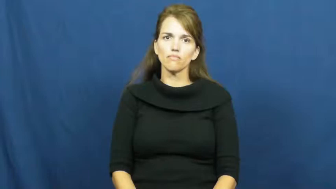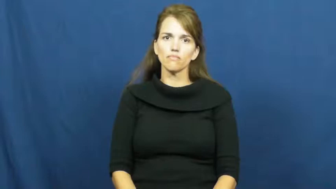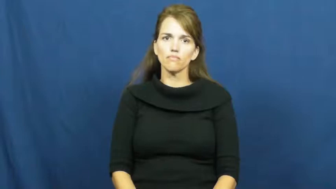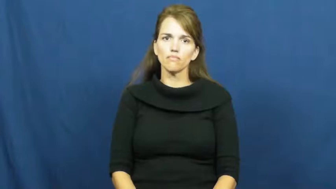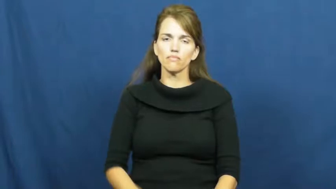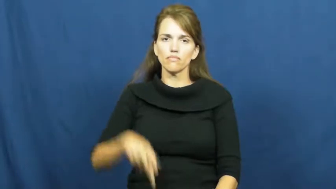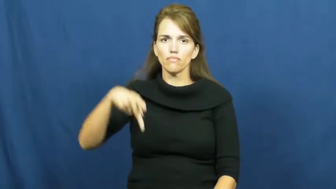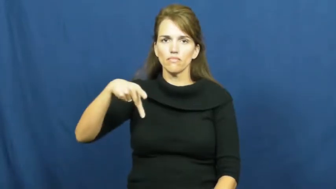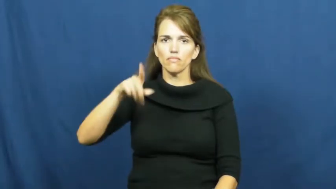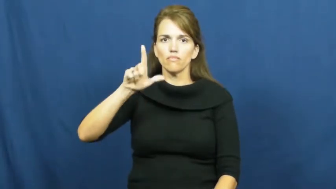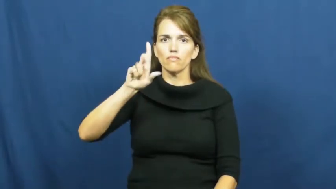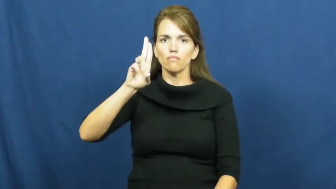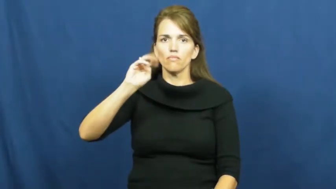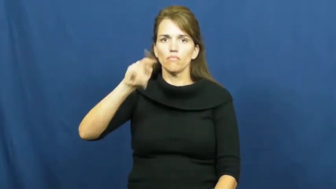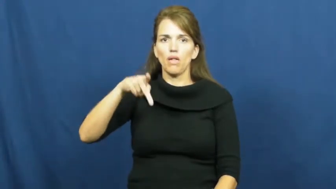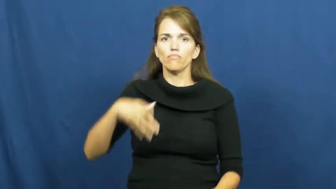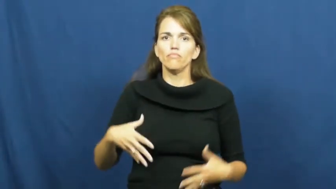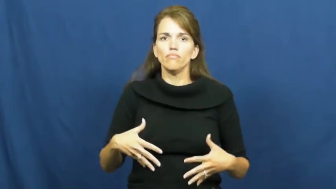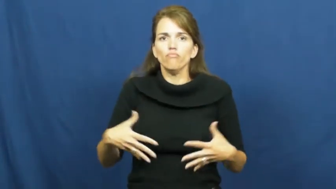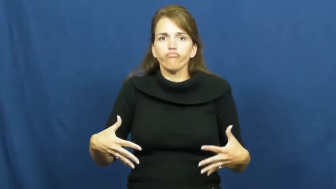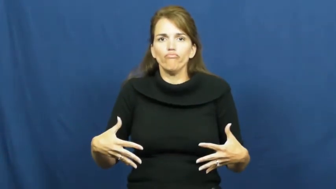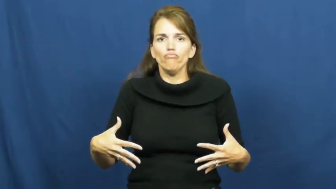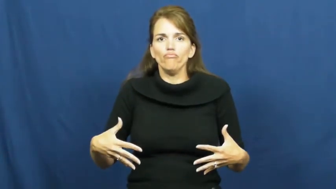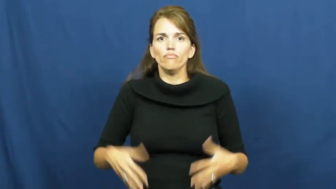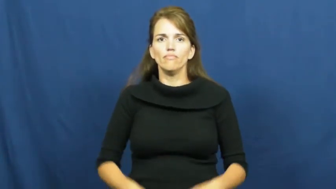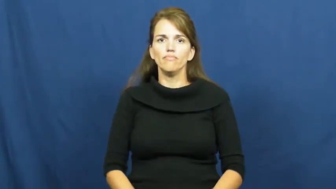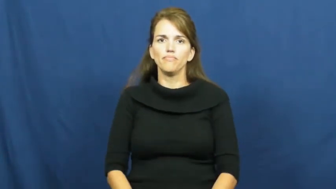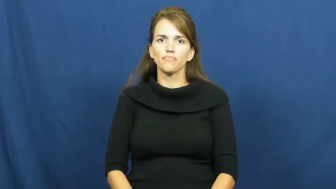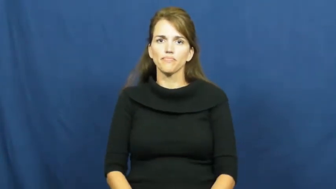plump,plump up